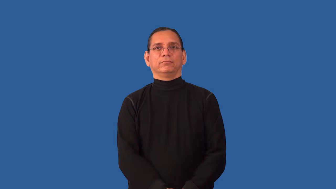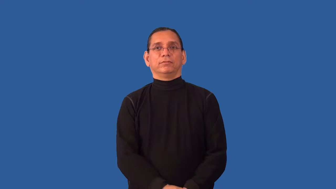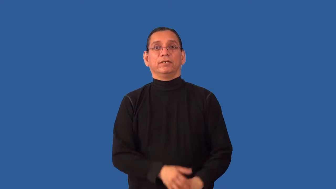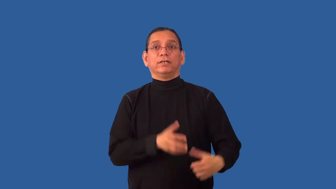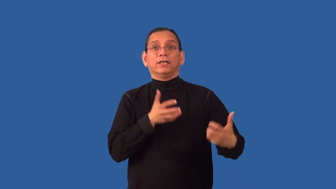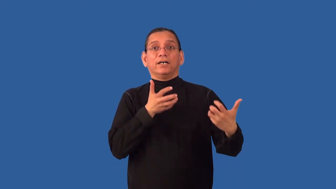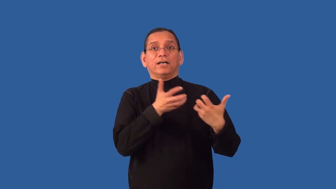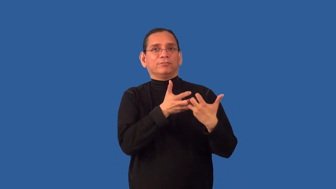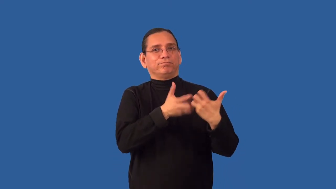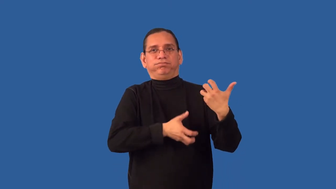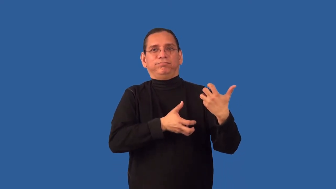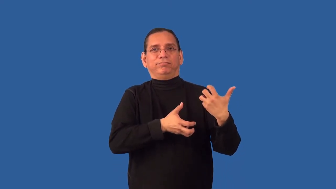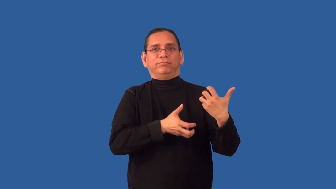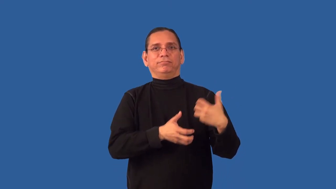inharmonious